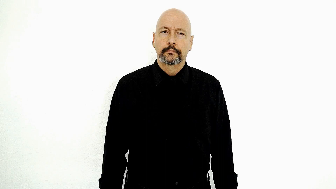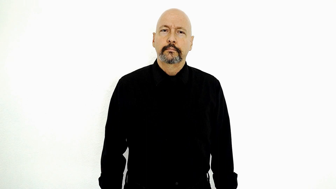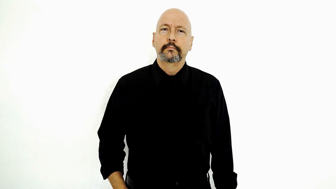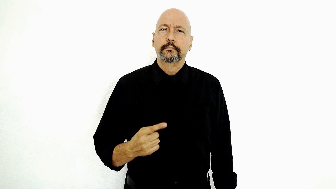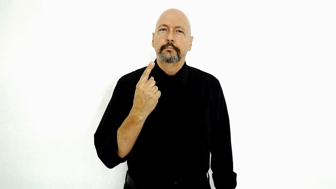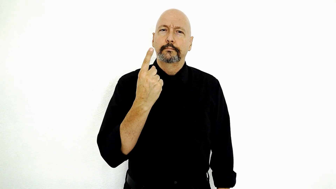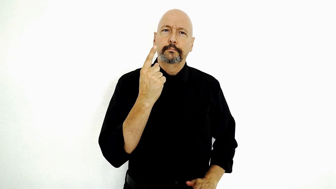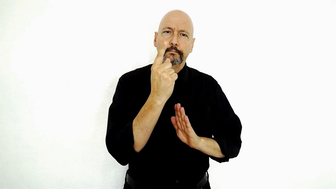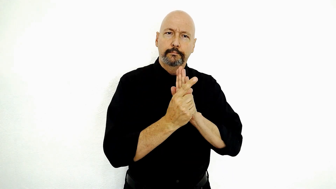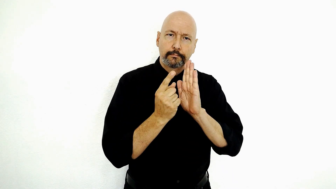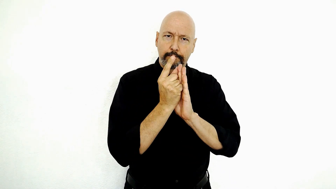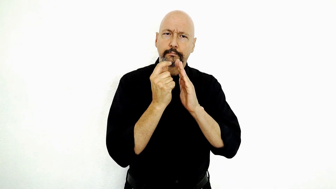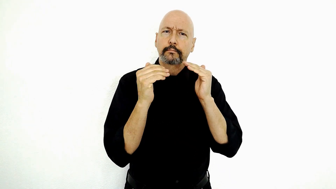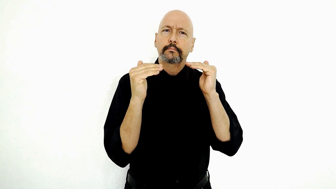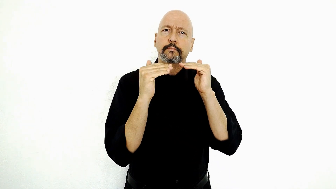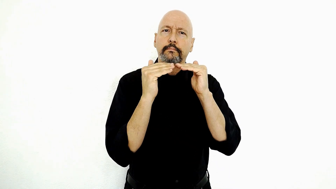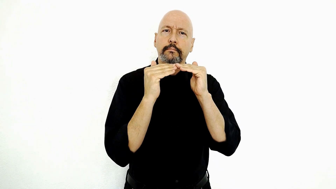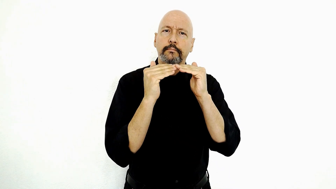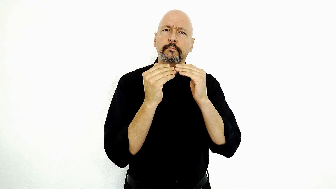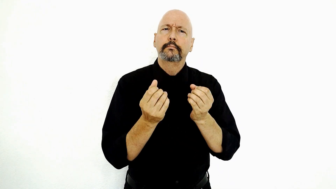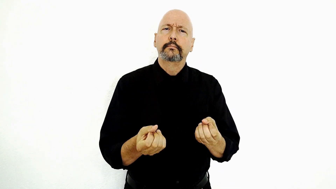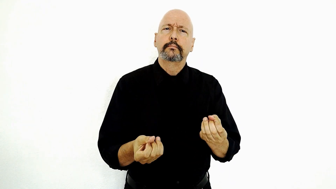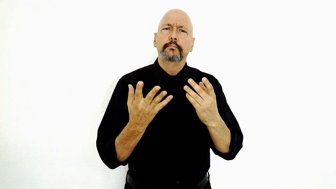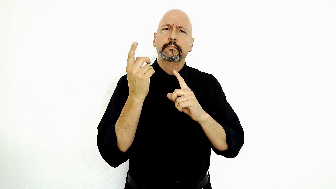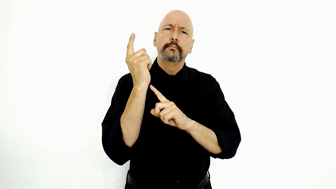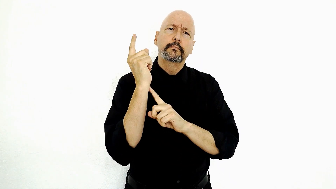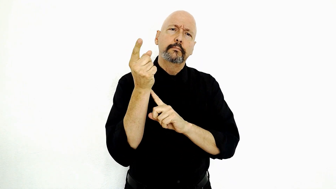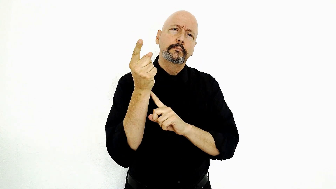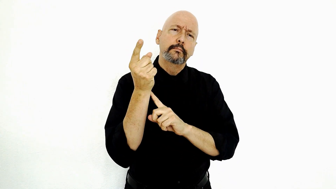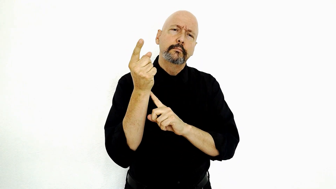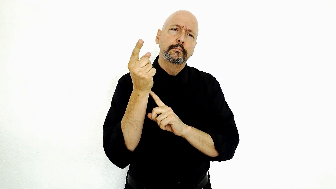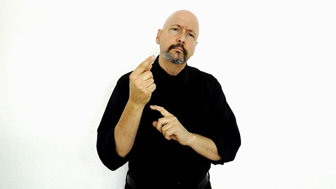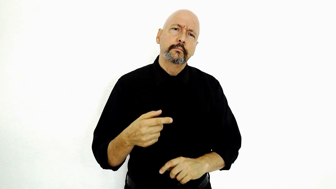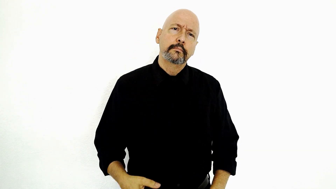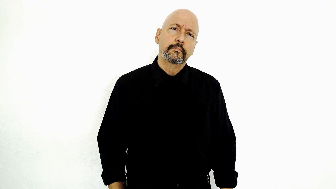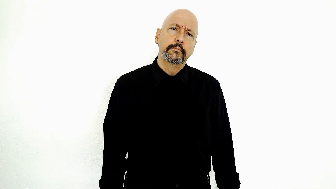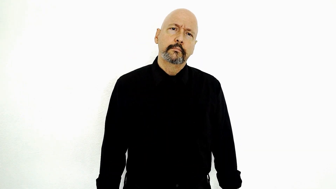ONE-HOUR EQUAL HOW-MANY MINUTE?